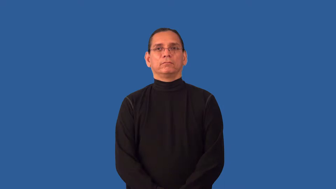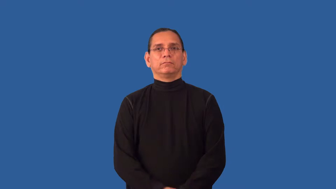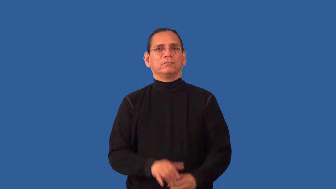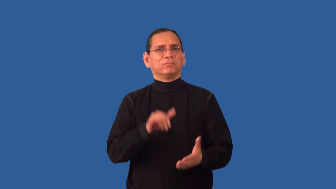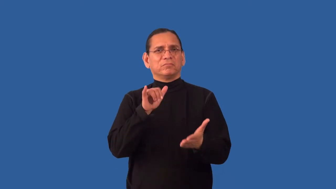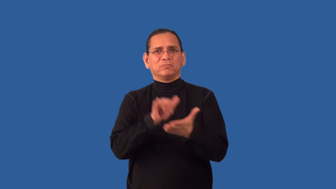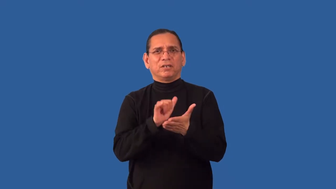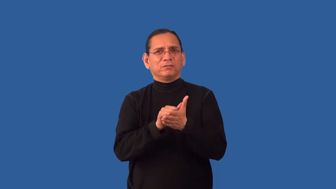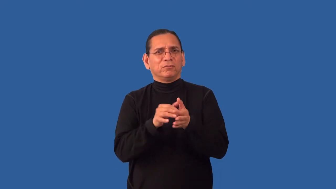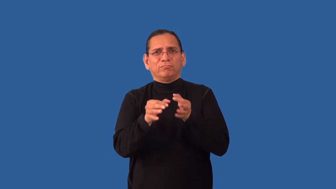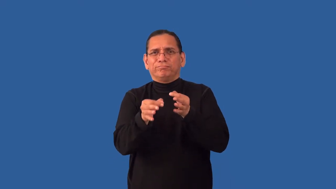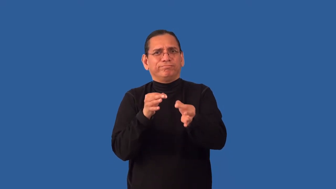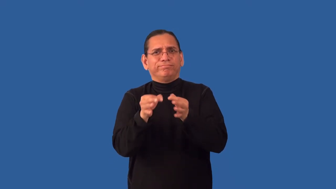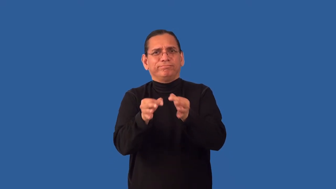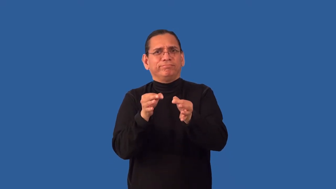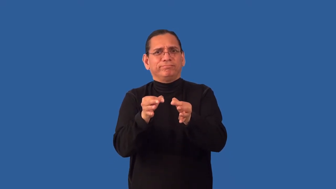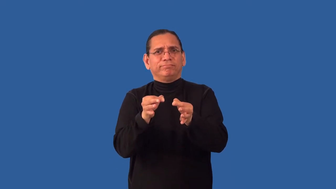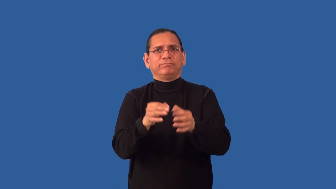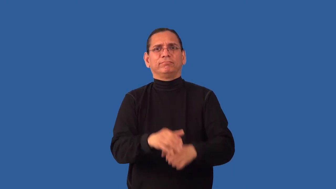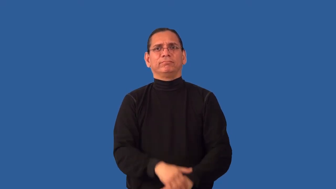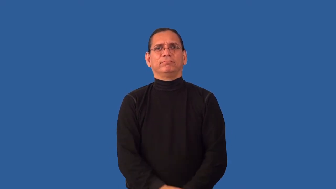indefinable,indescribable